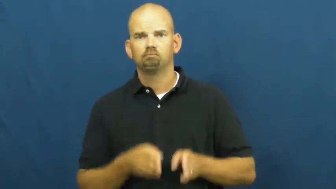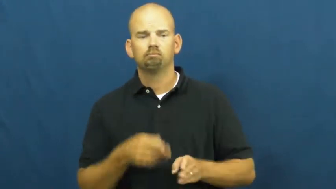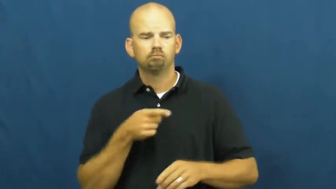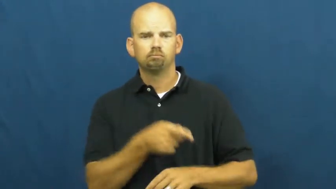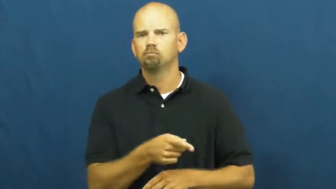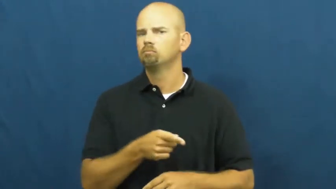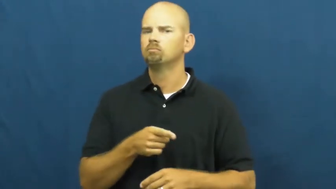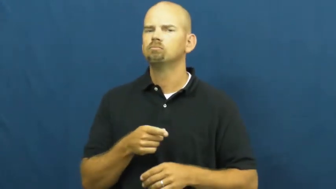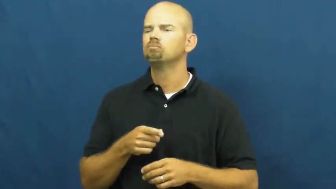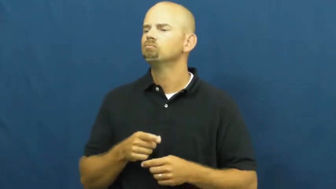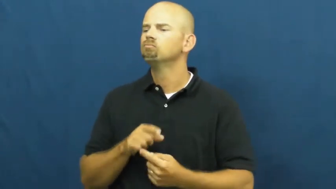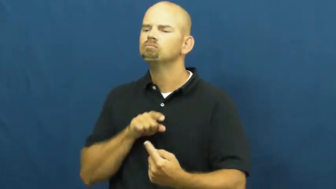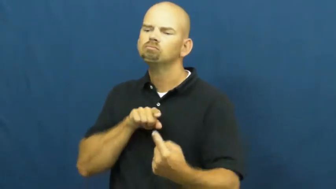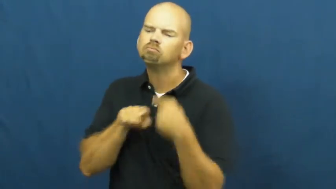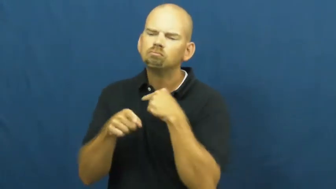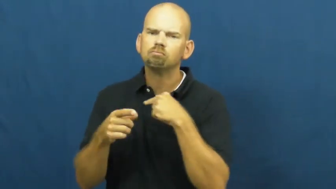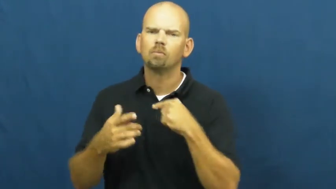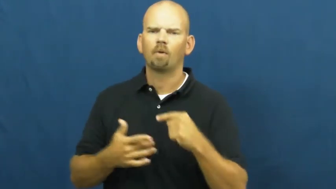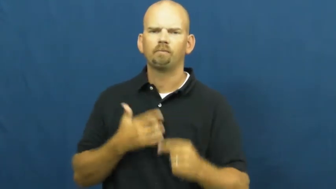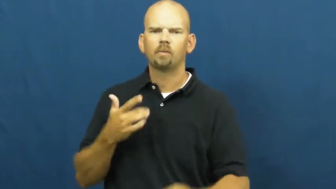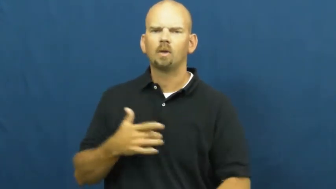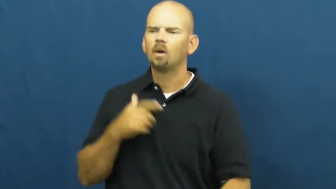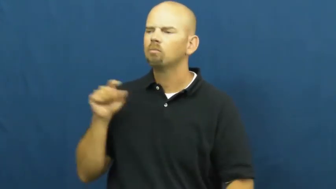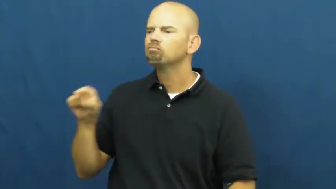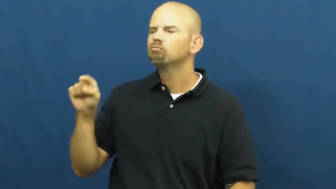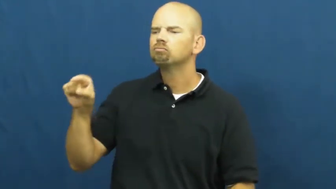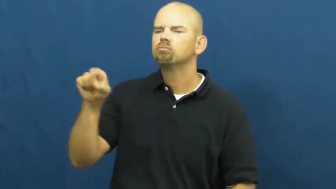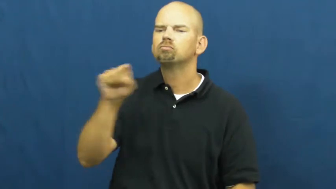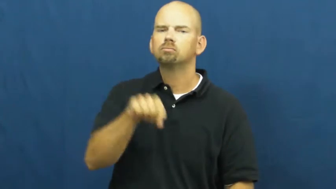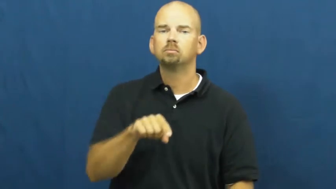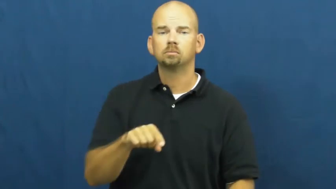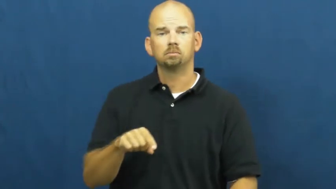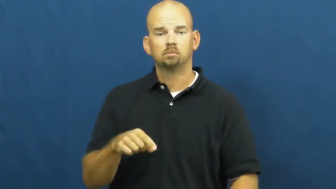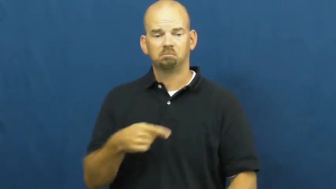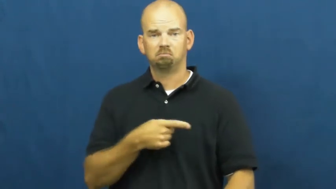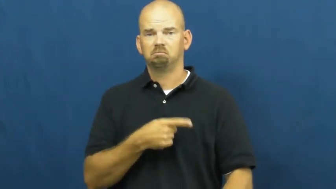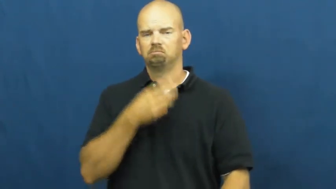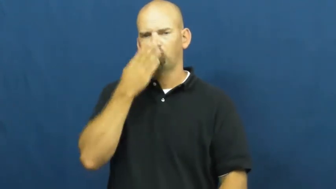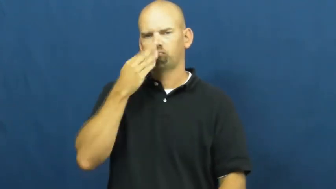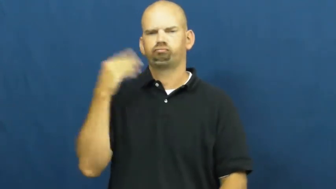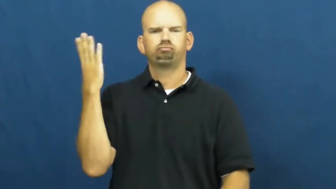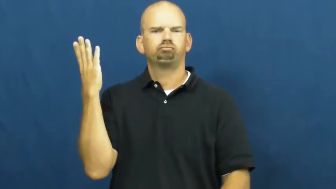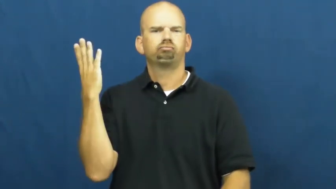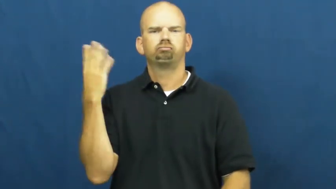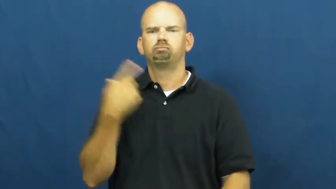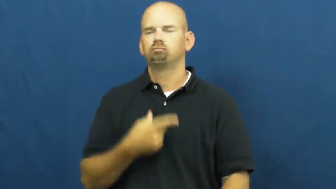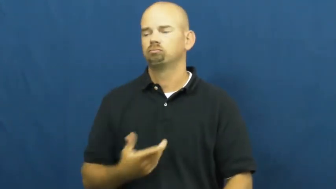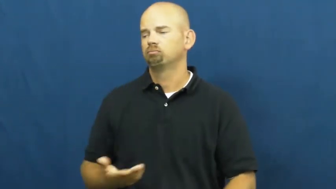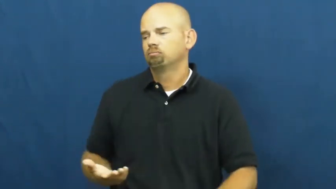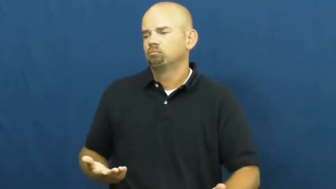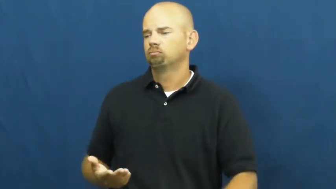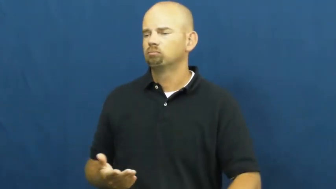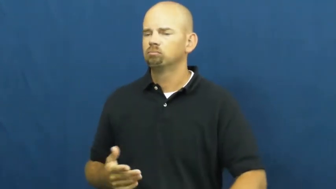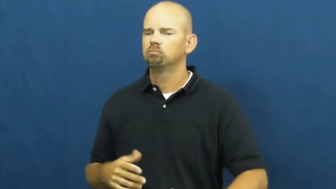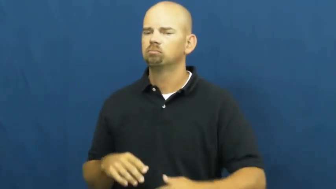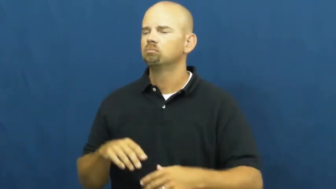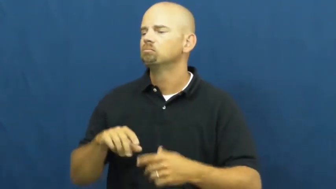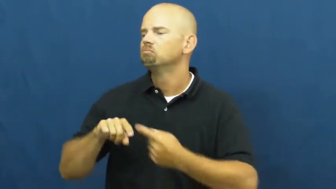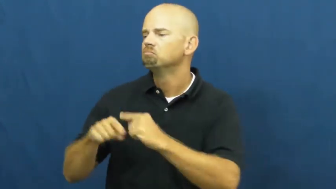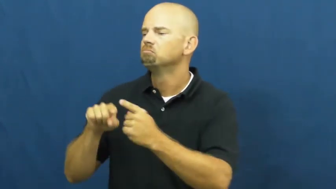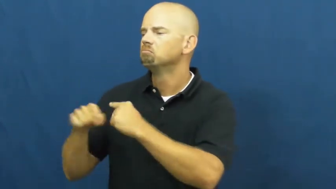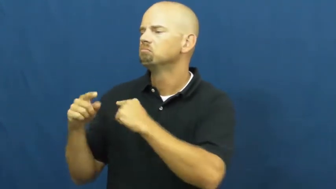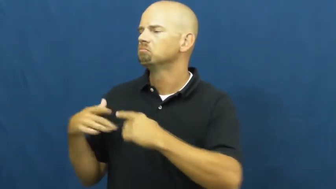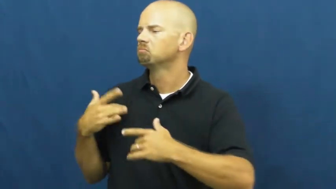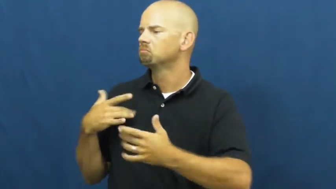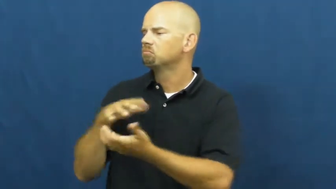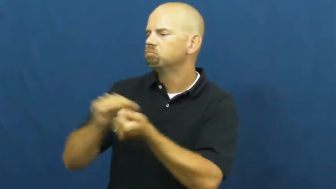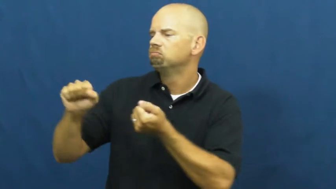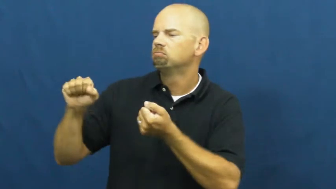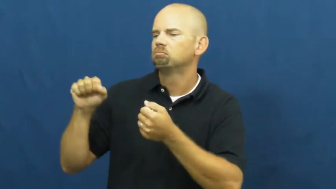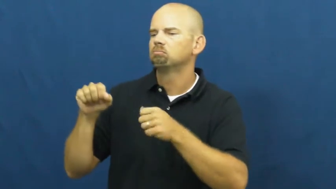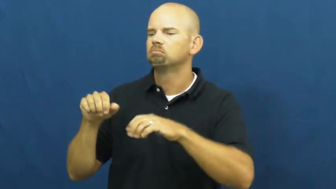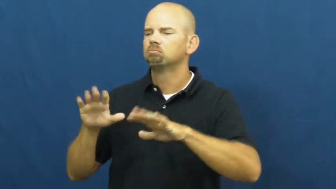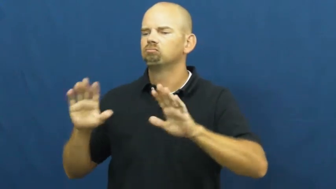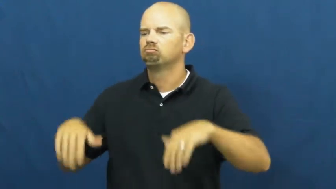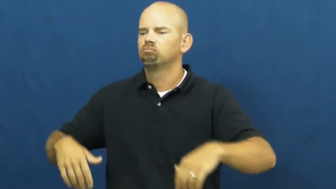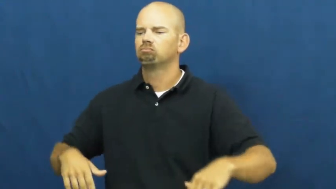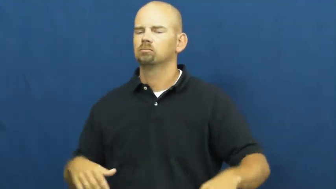wanton